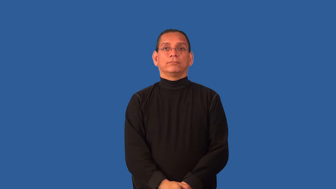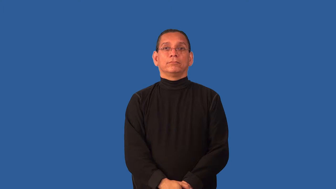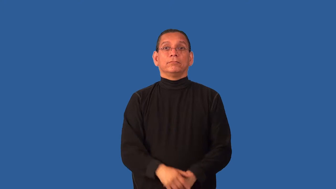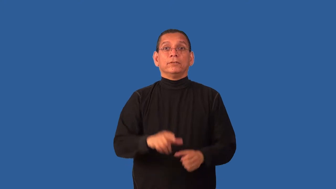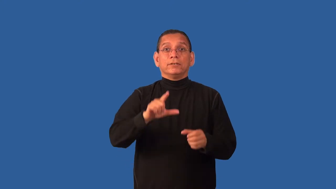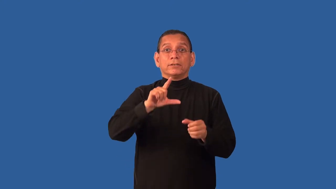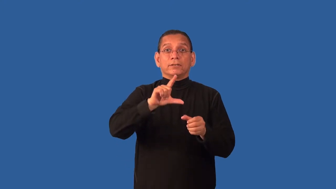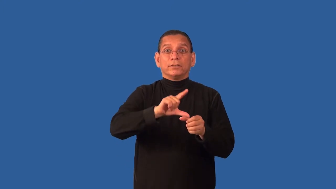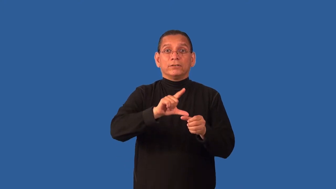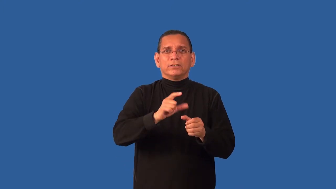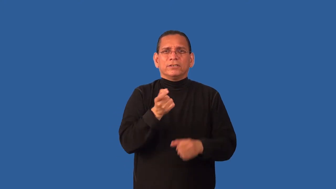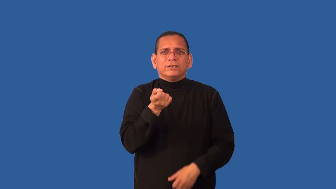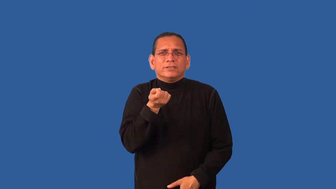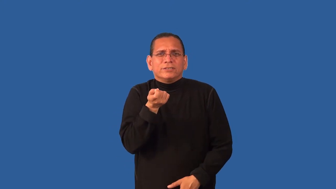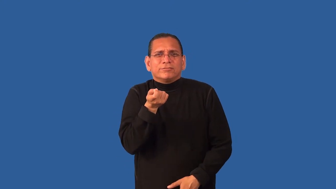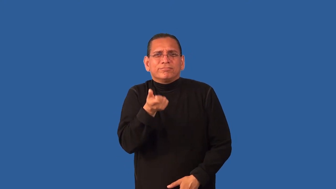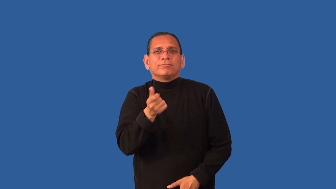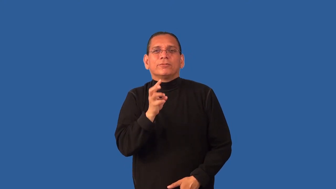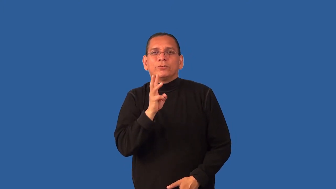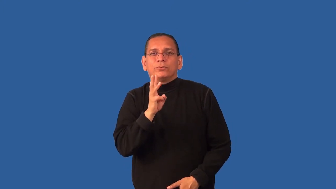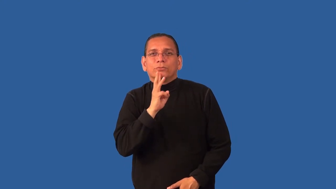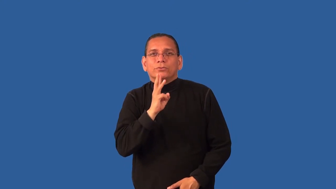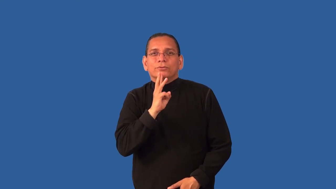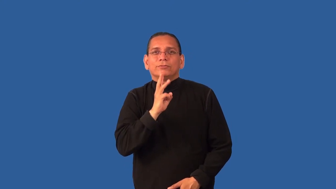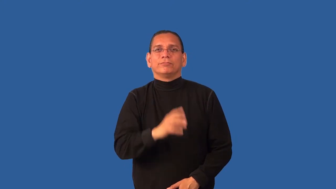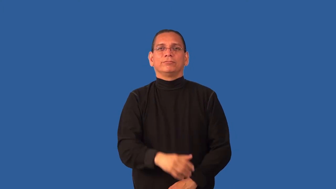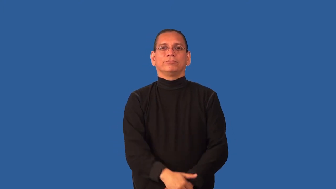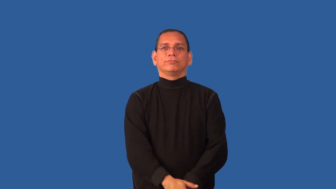concentrate-liquid